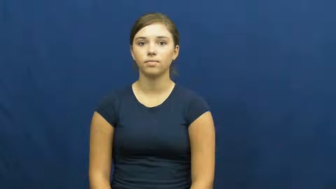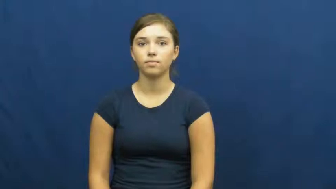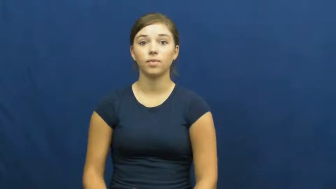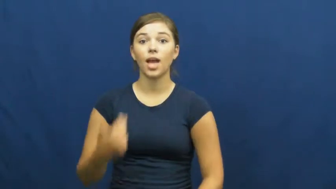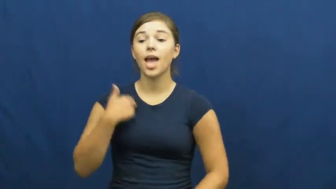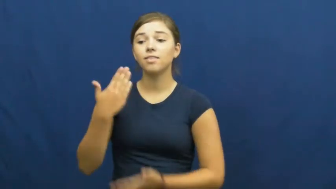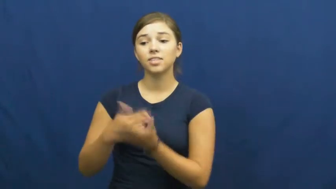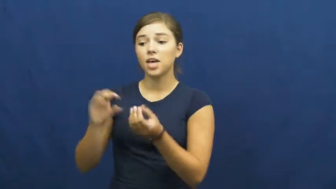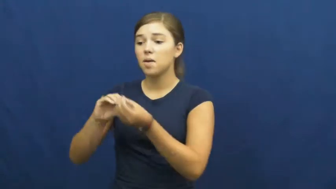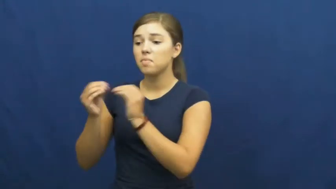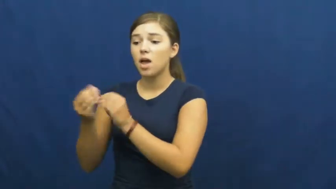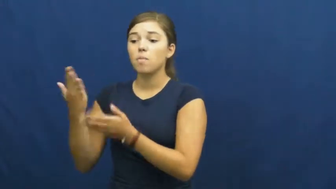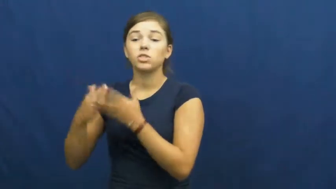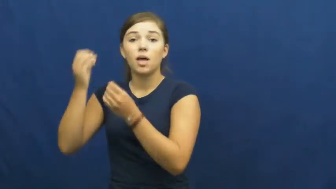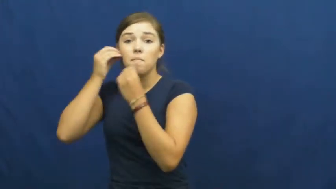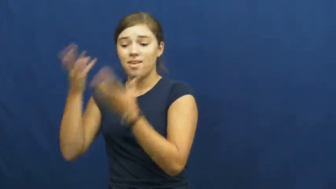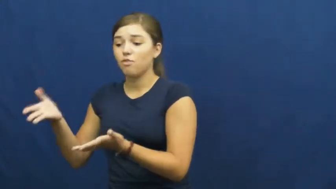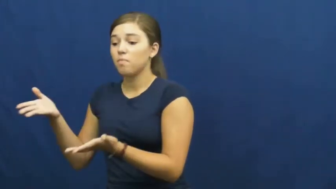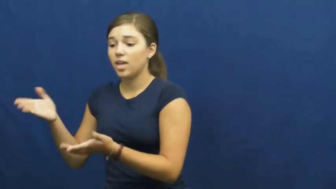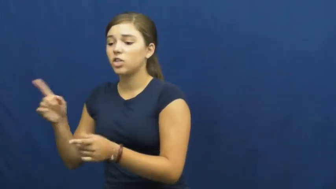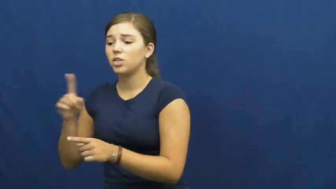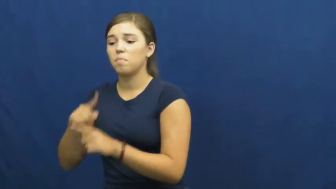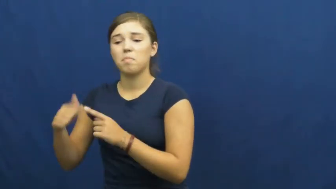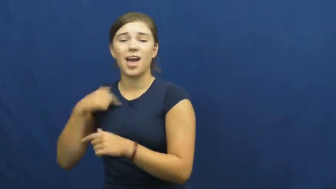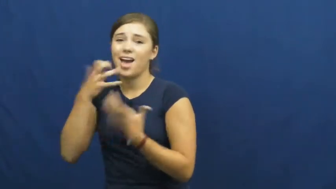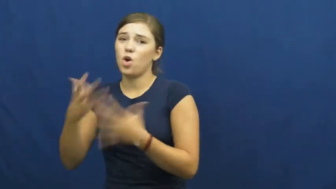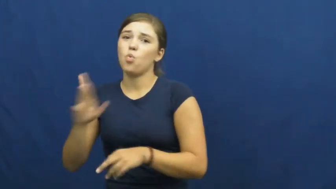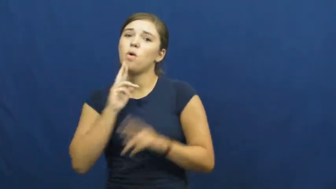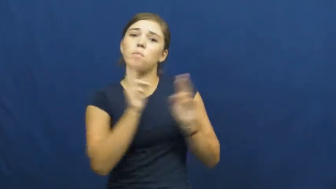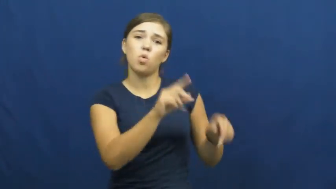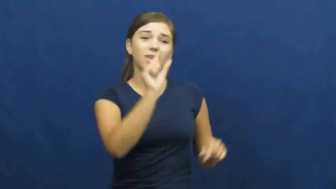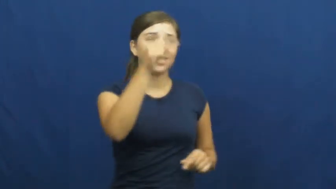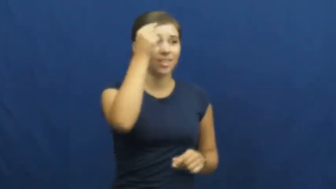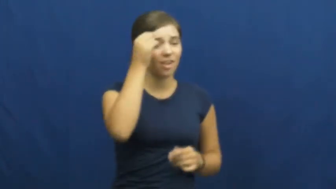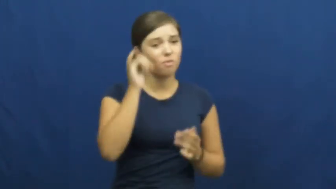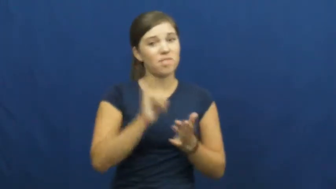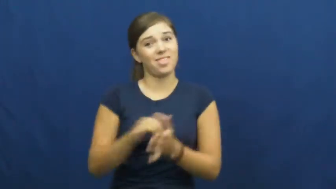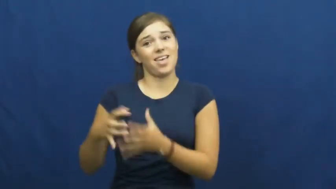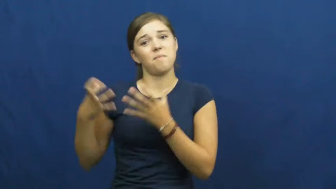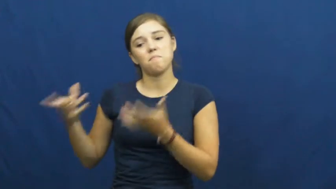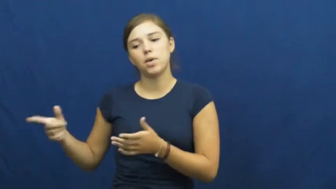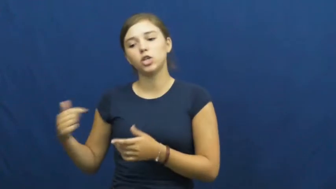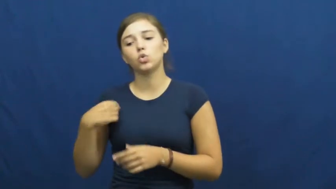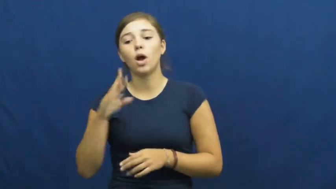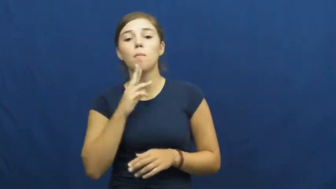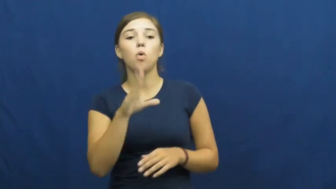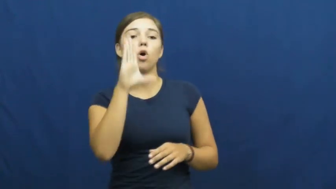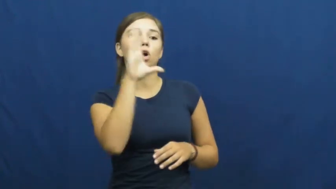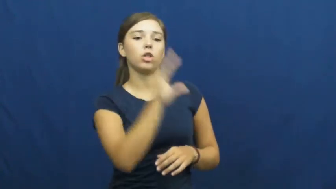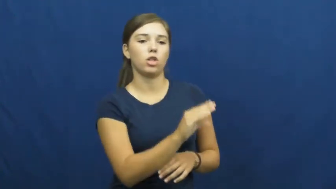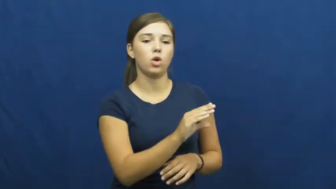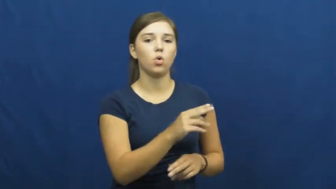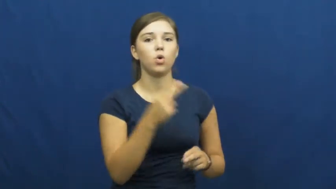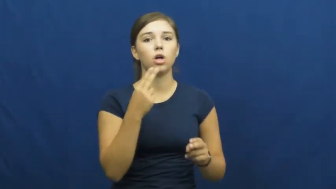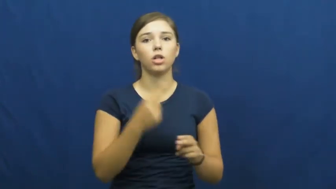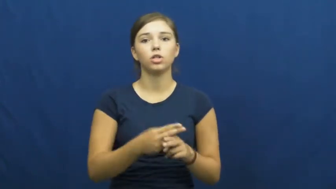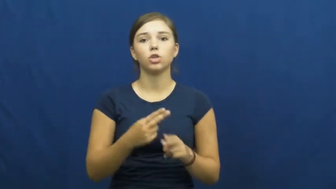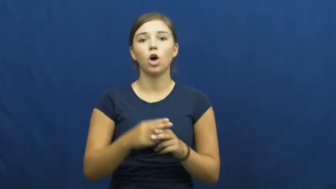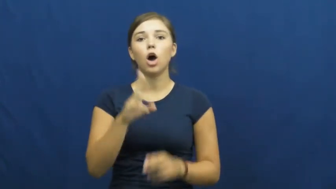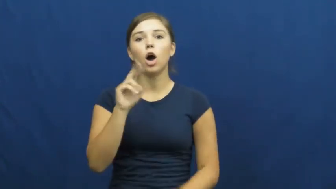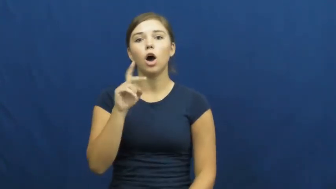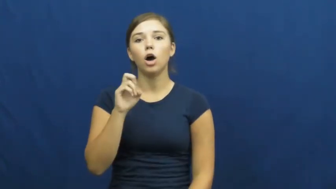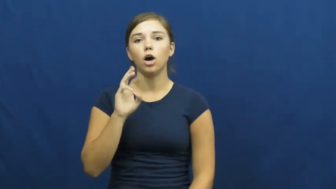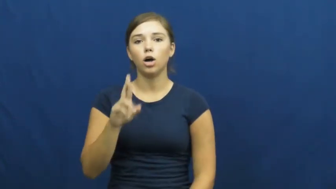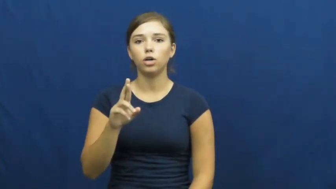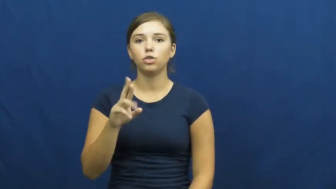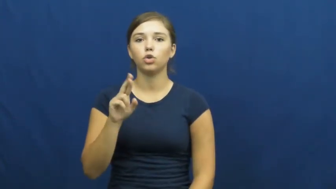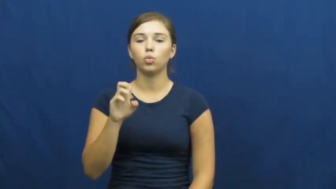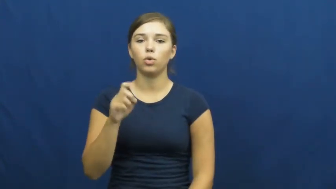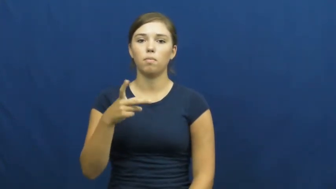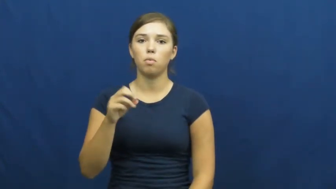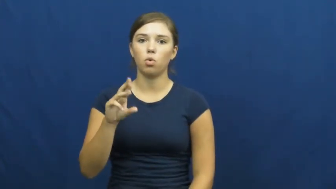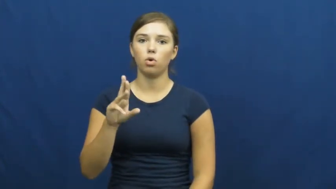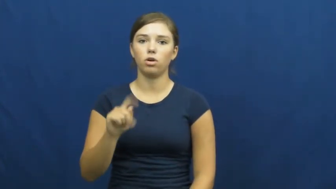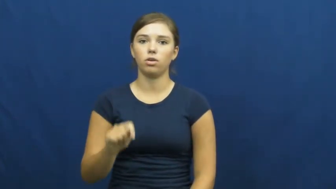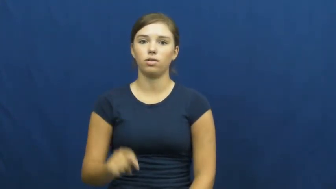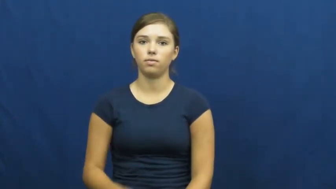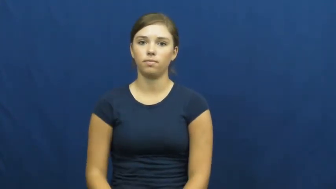underreport